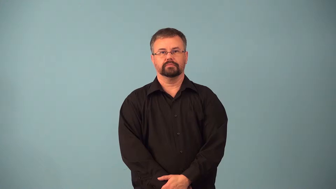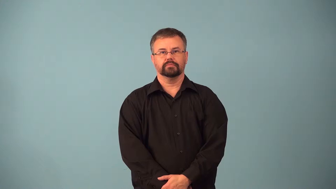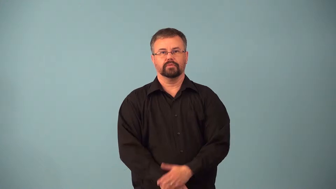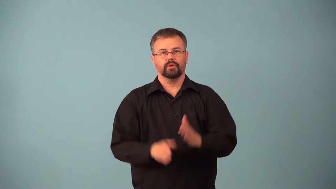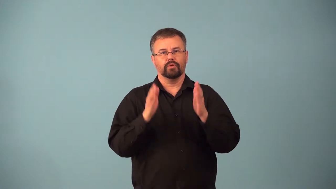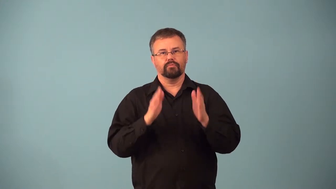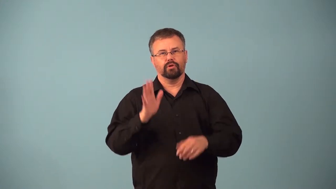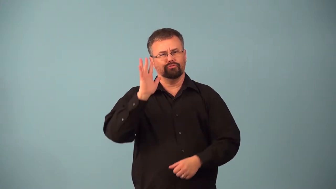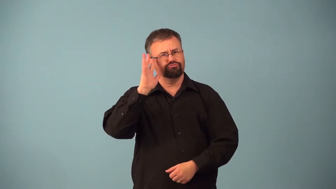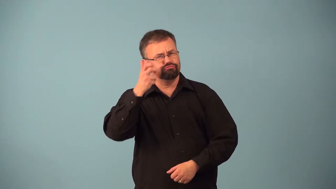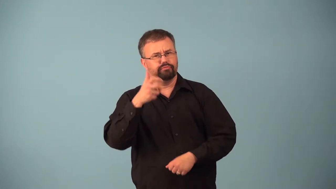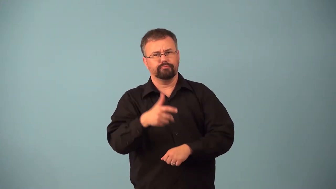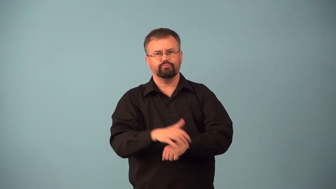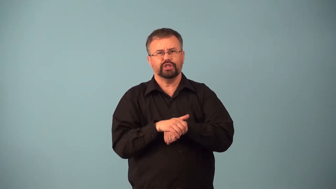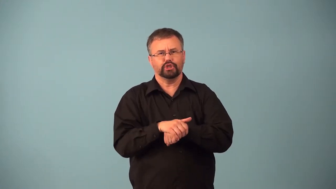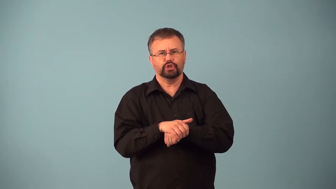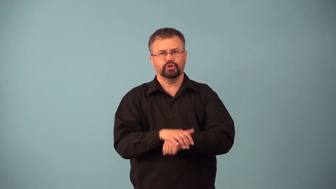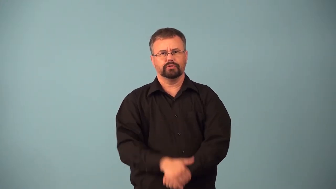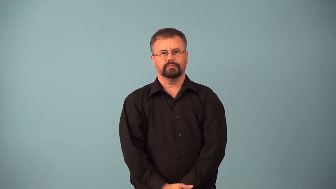anglophile